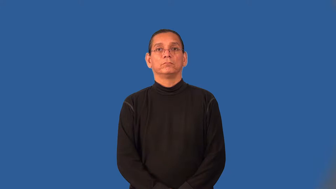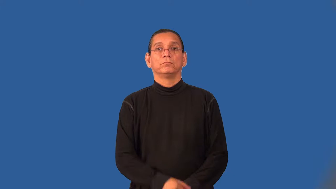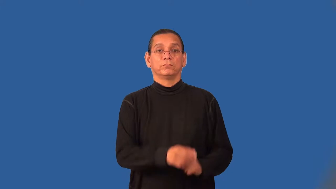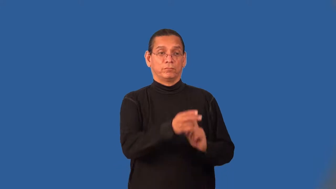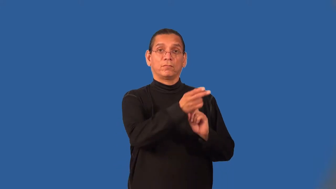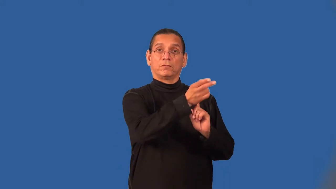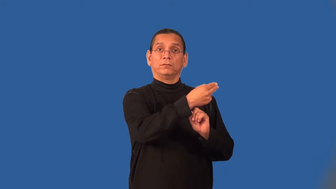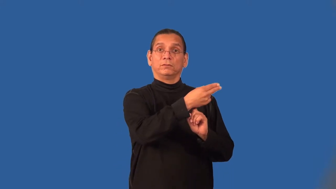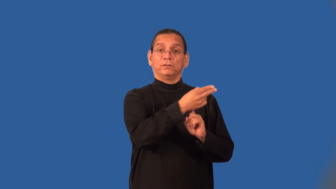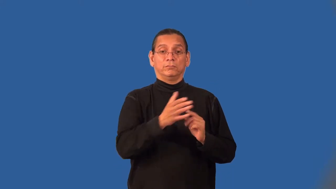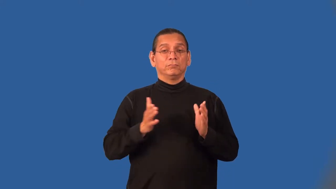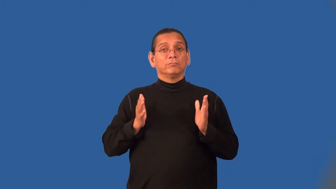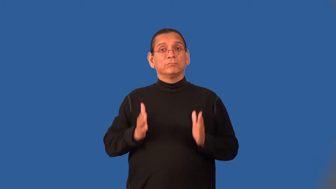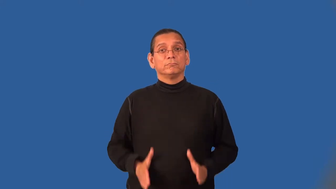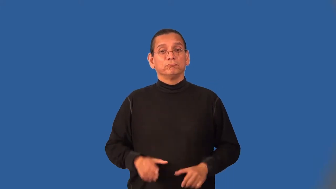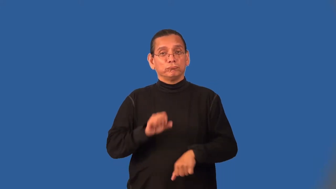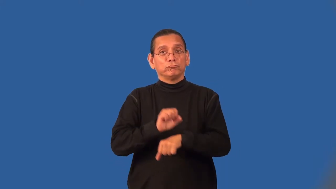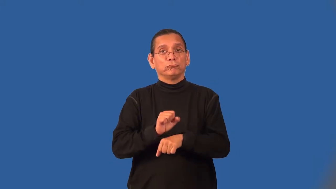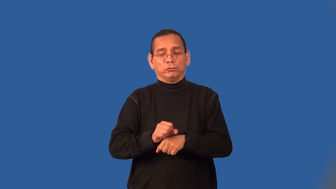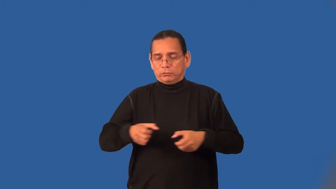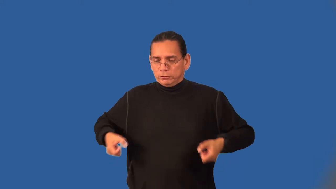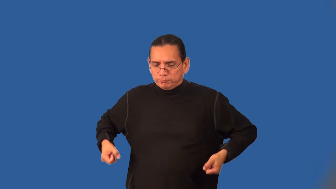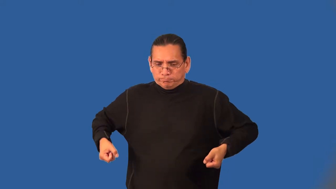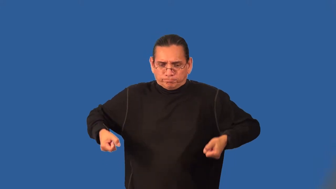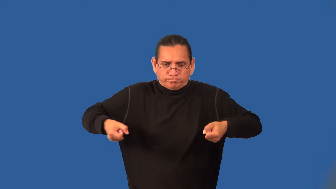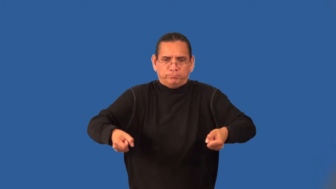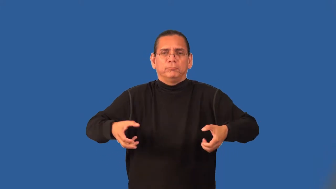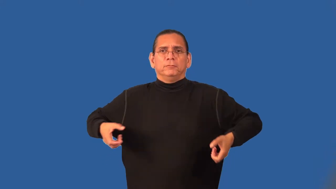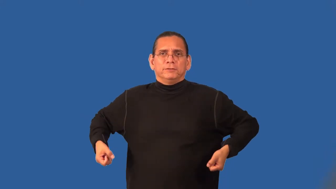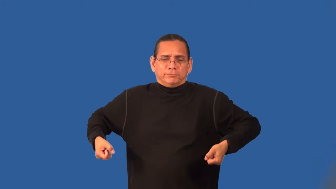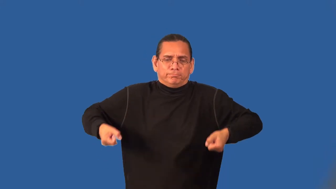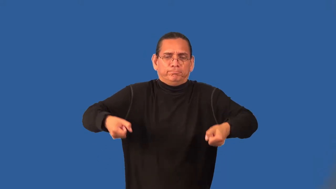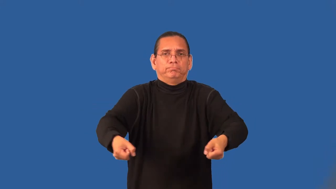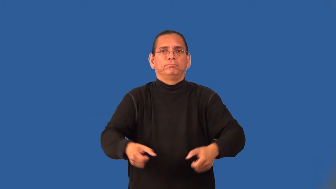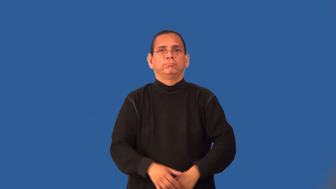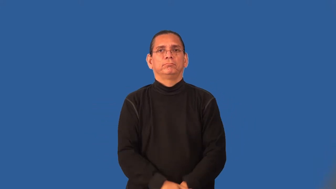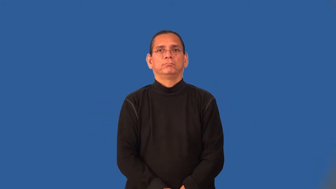bellboy,bellman